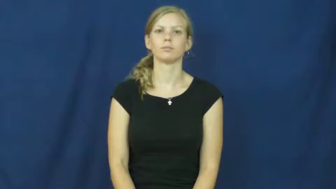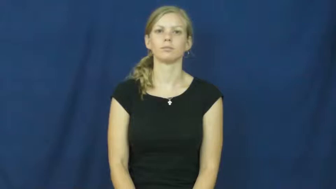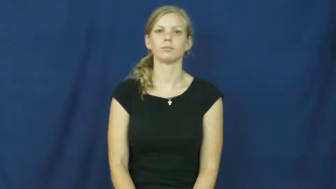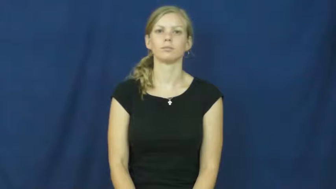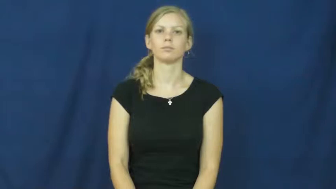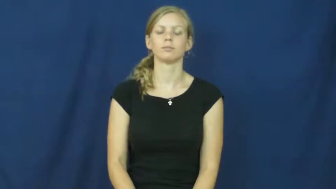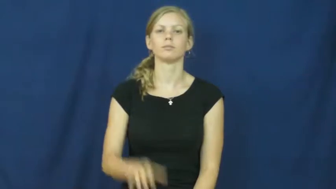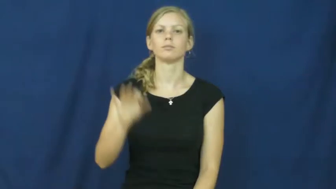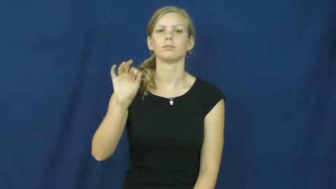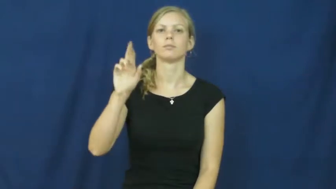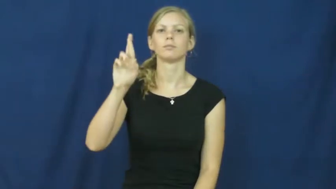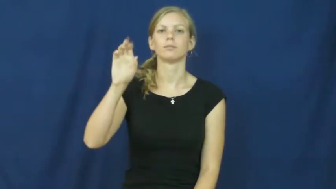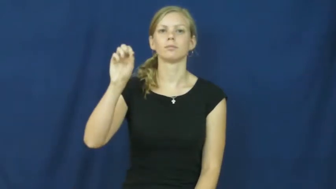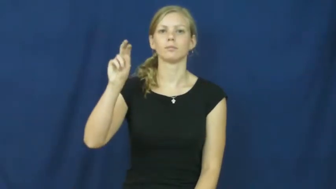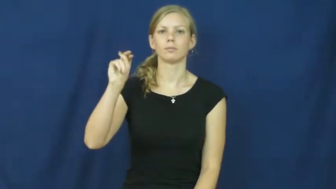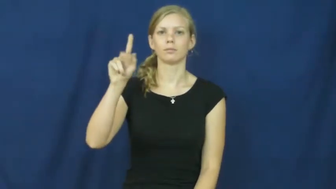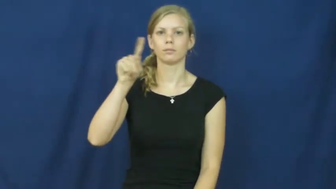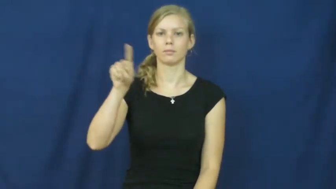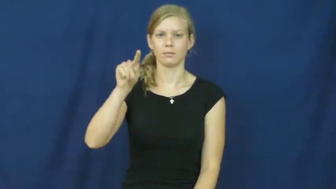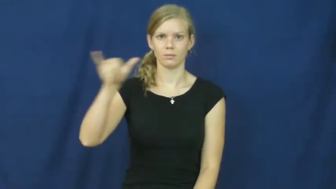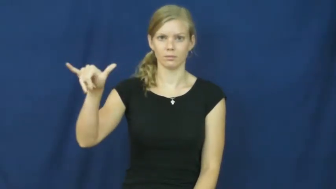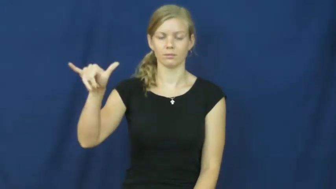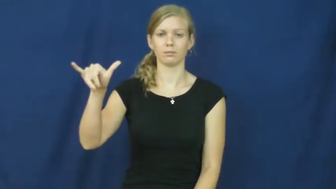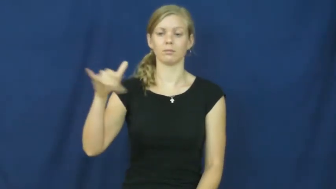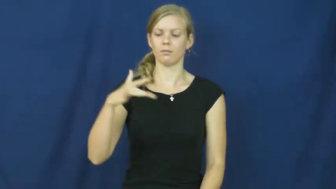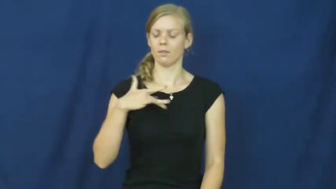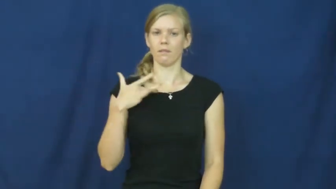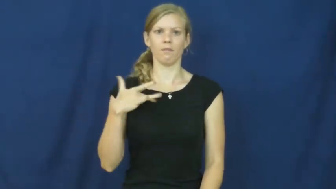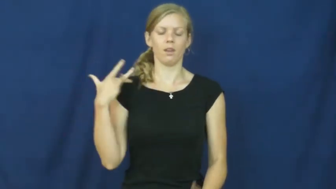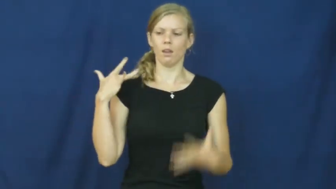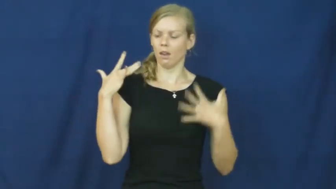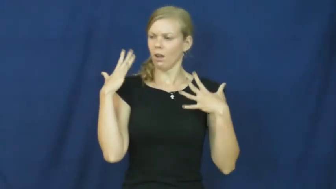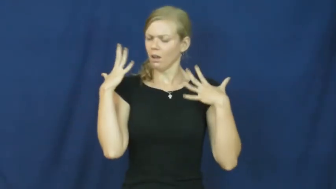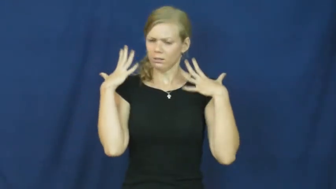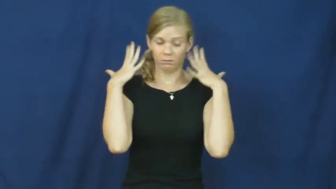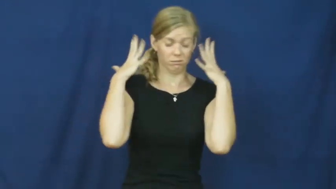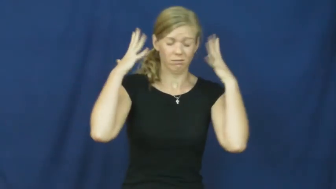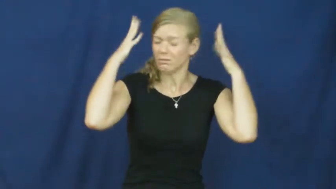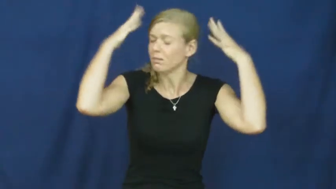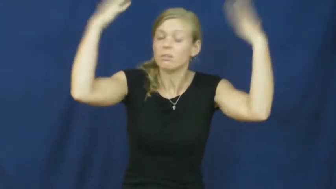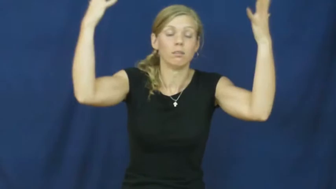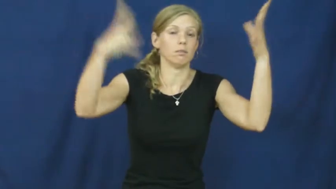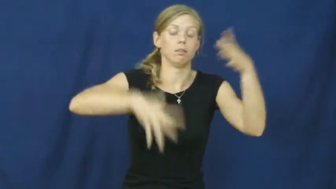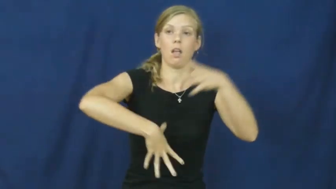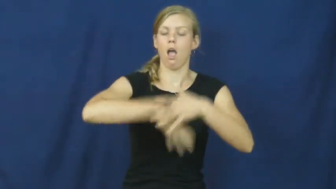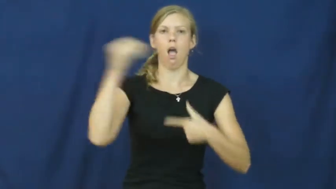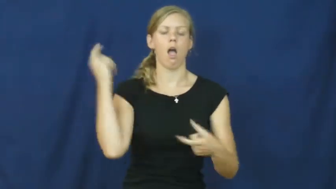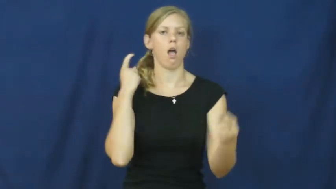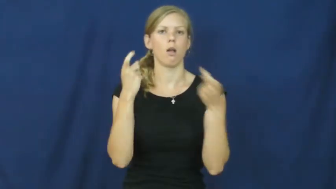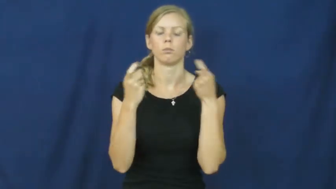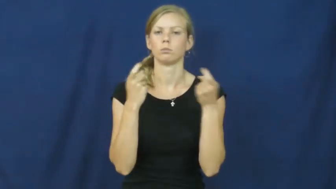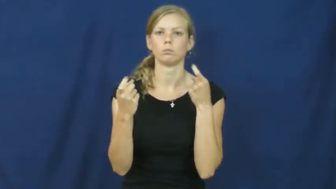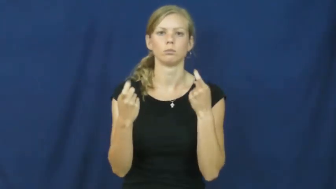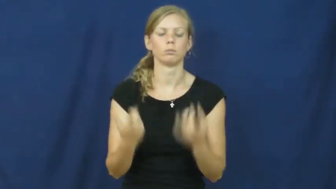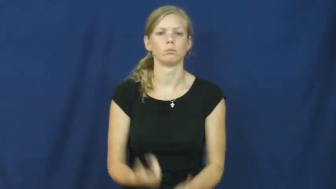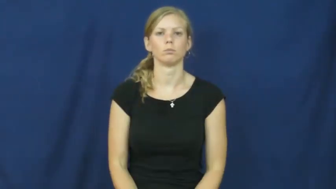frenzy